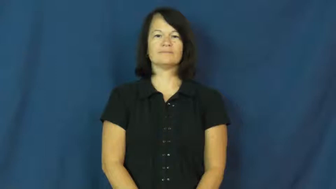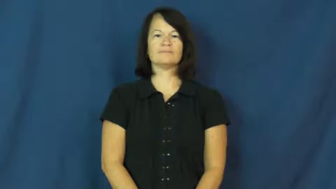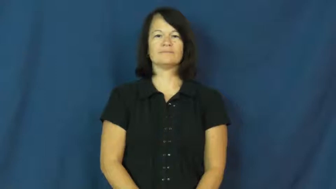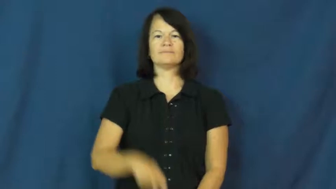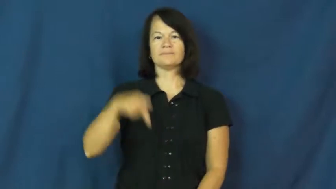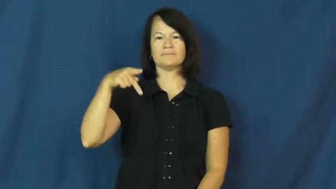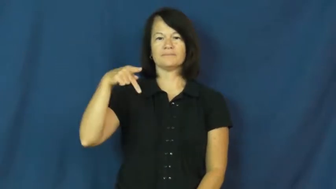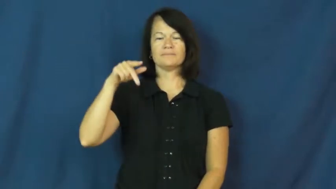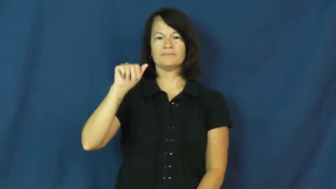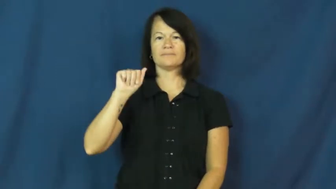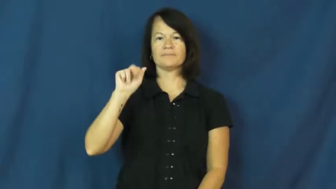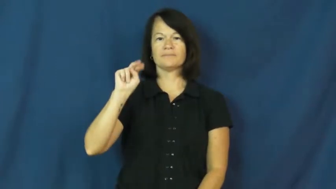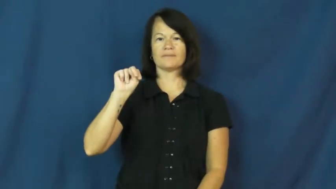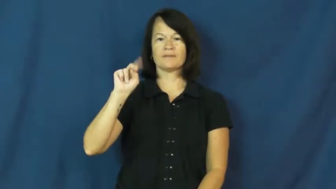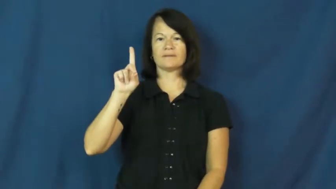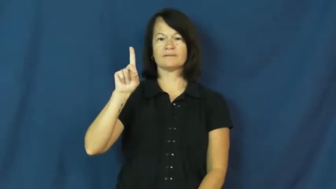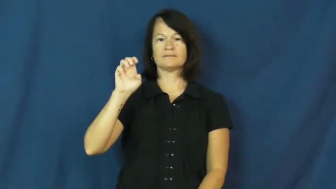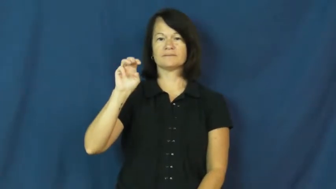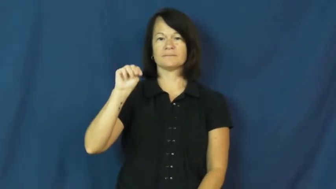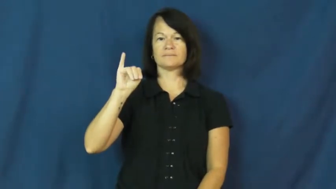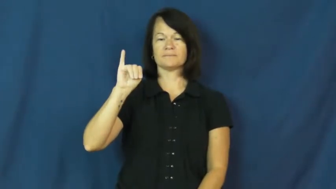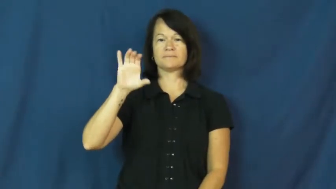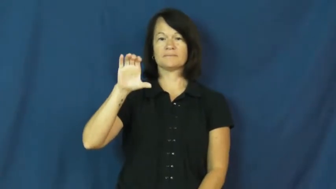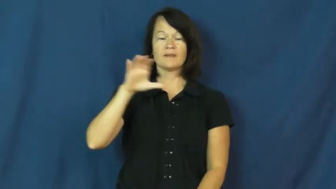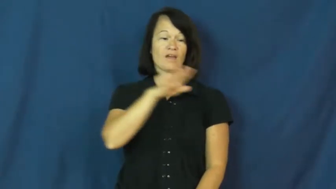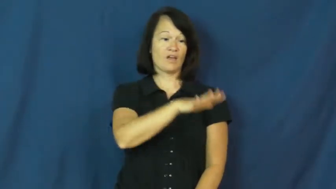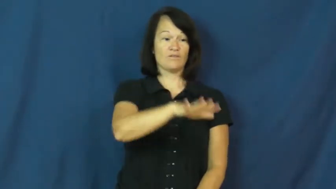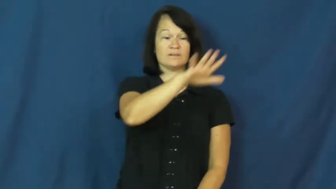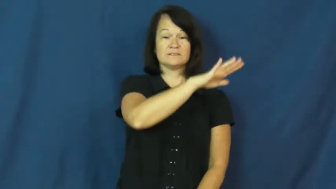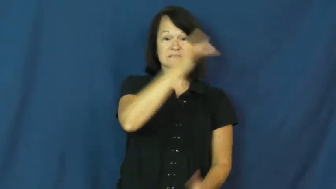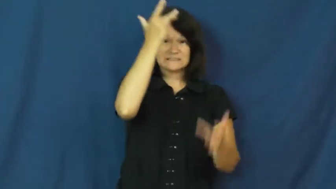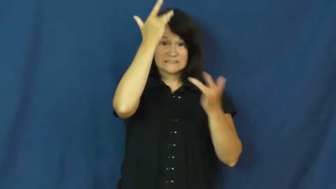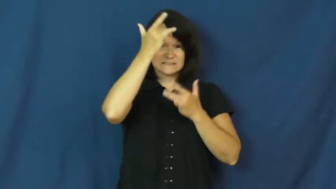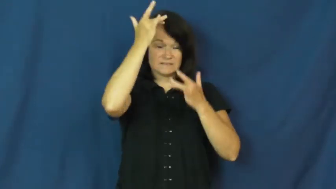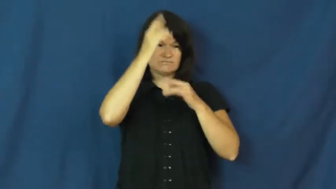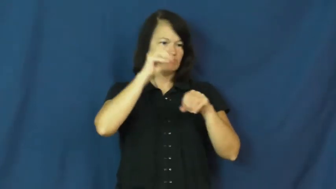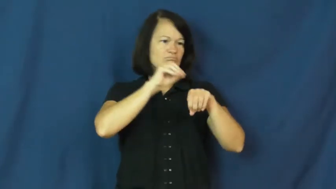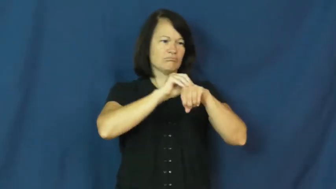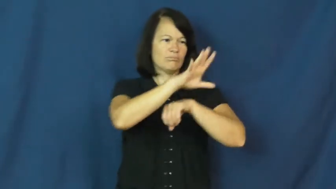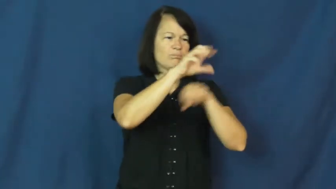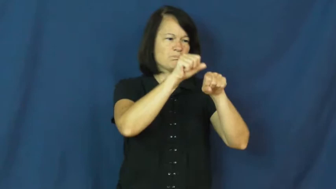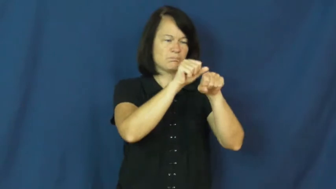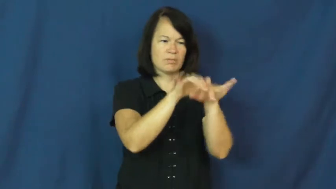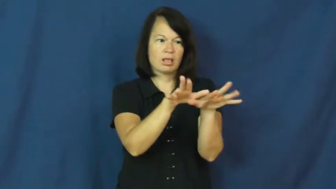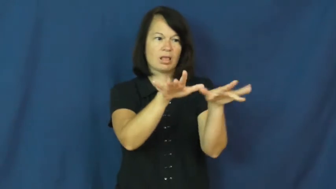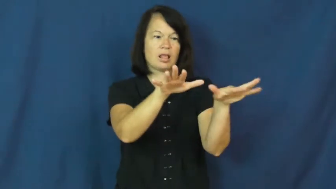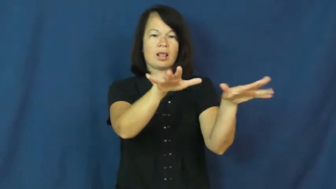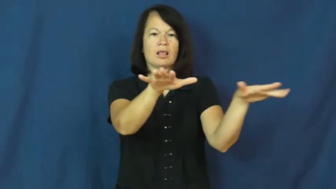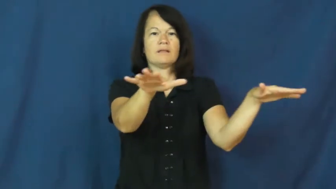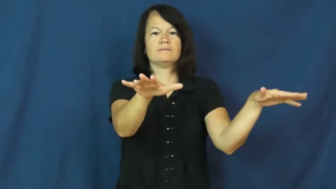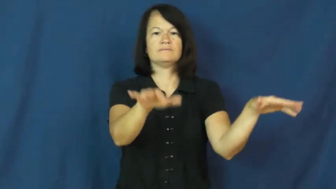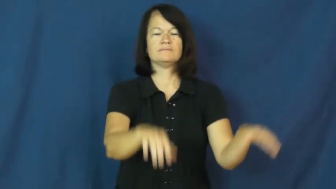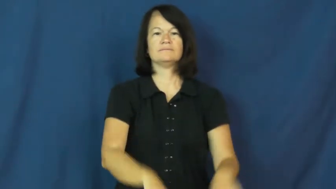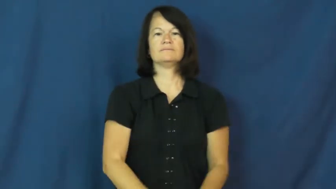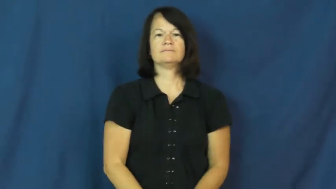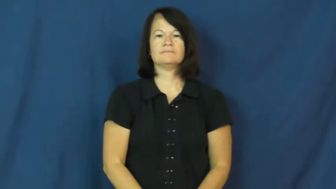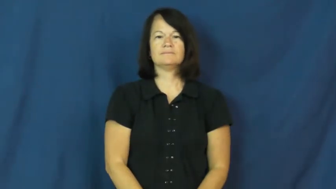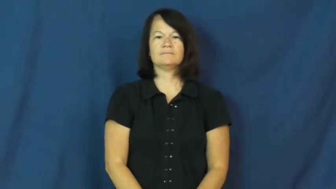pandemic